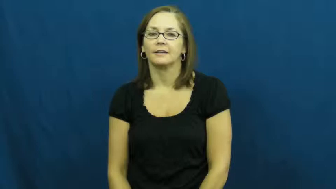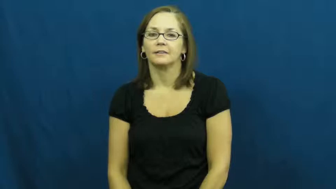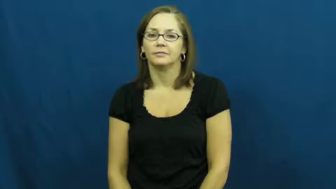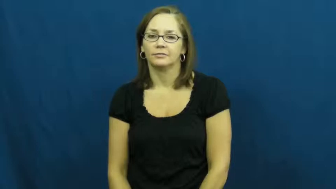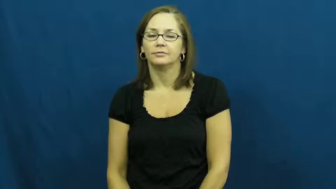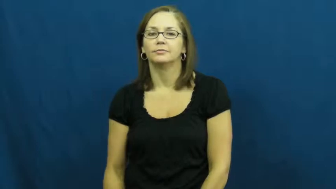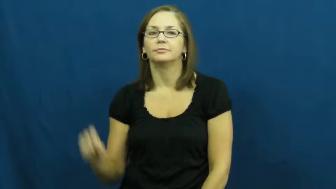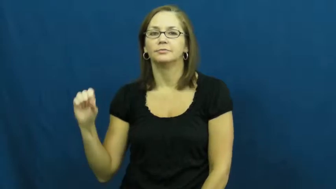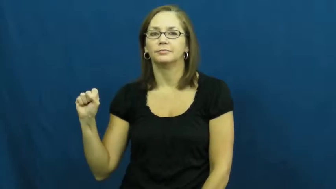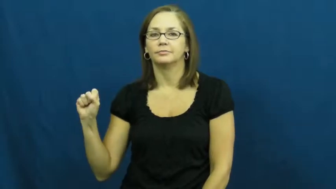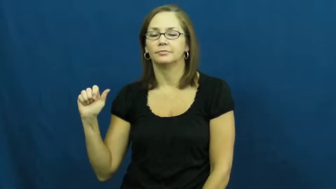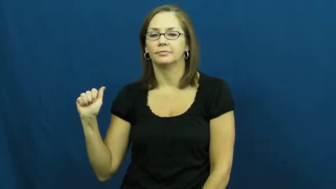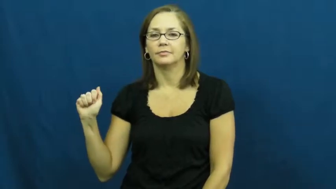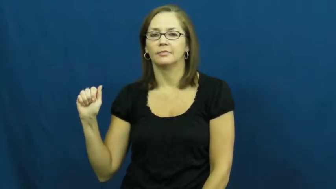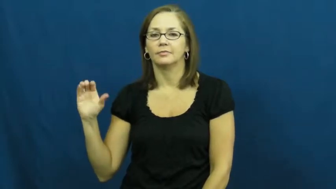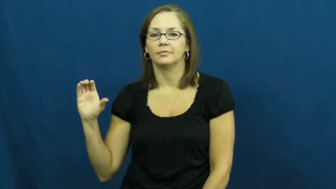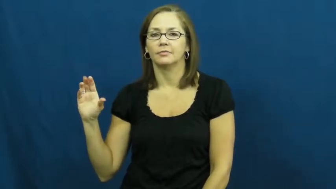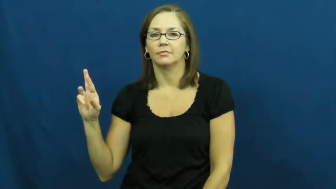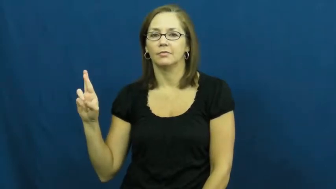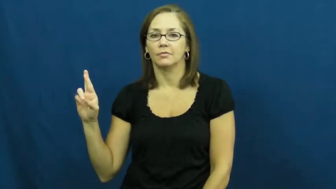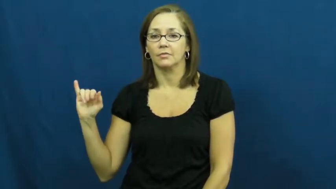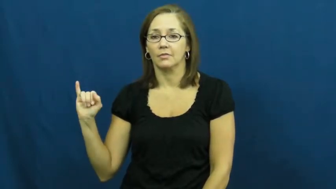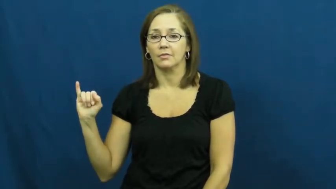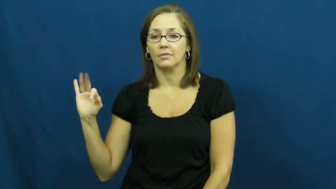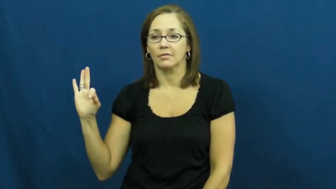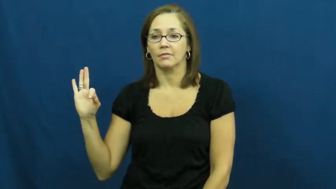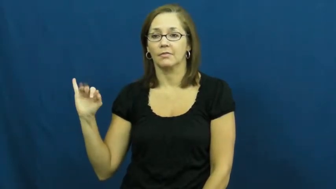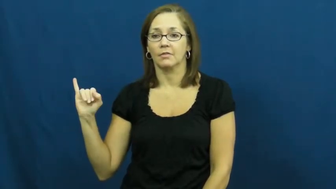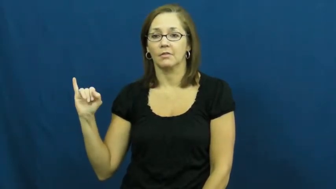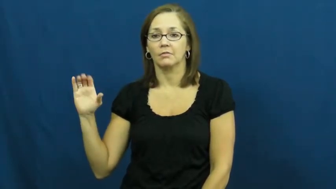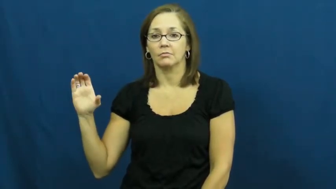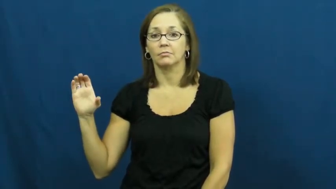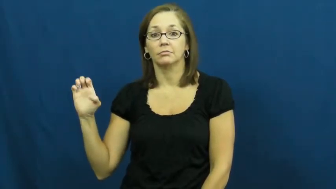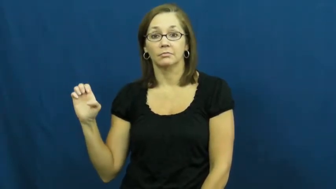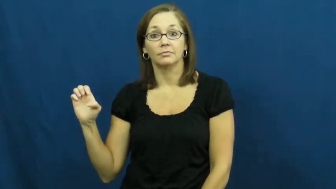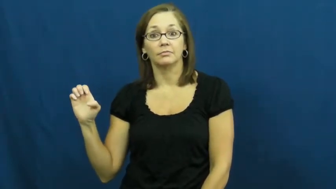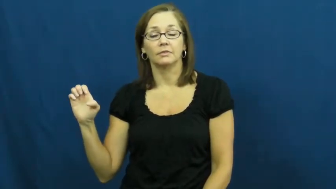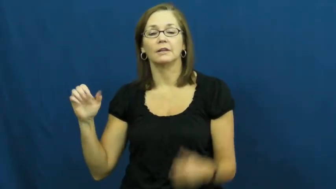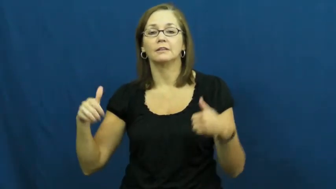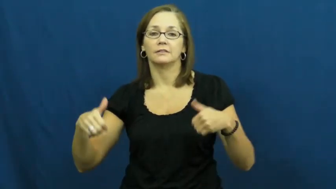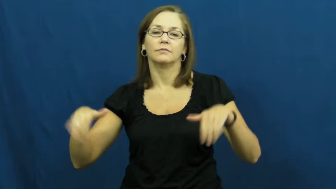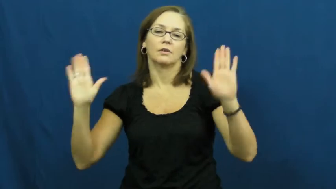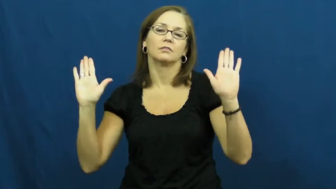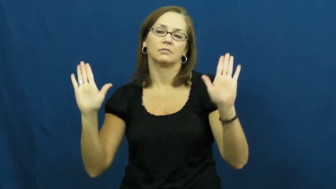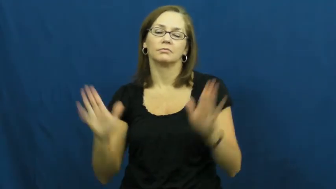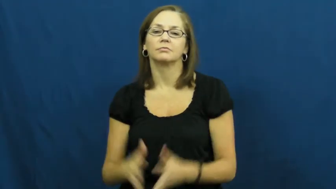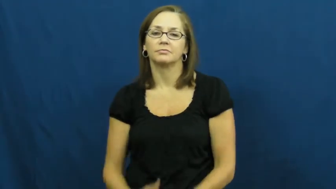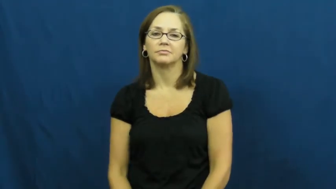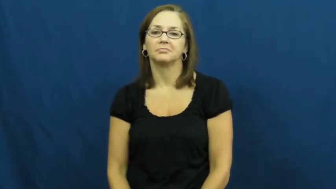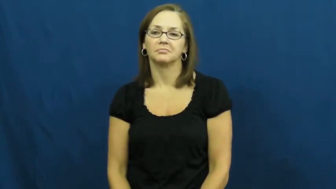sacrifice